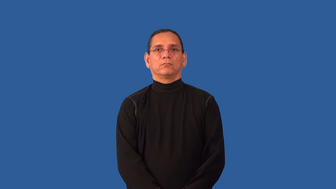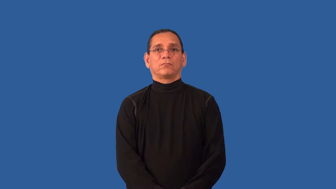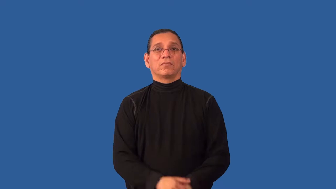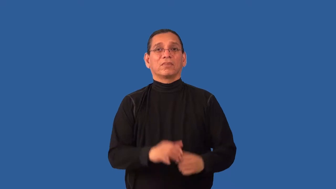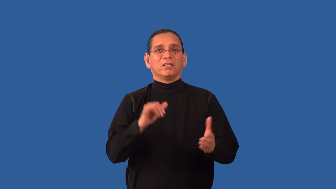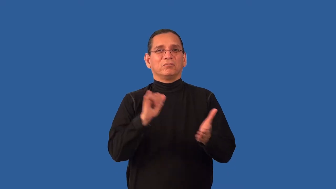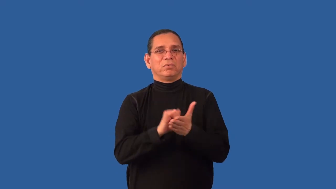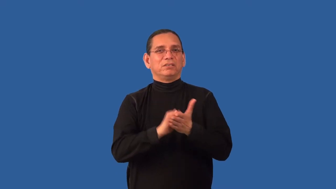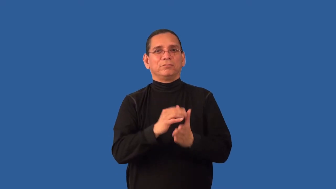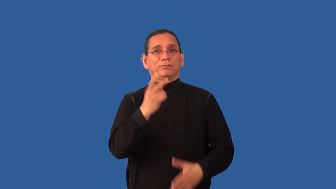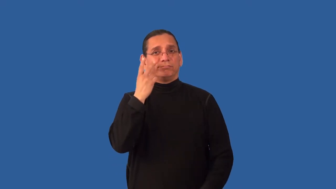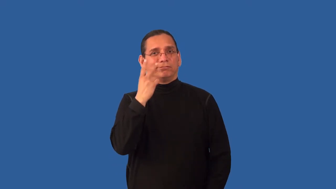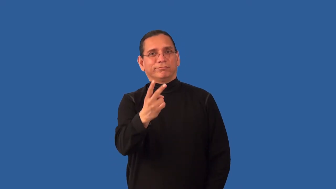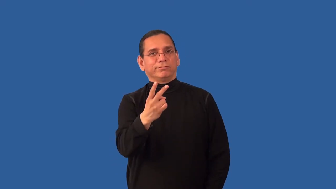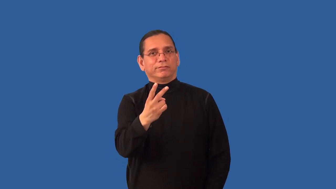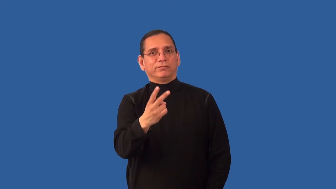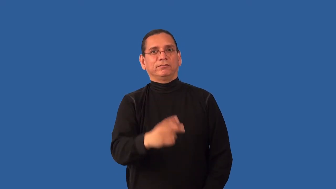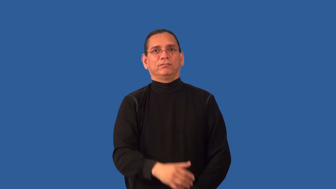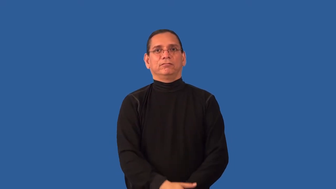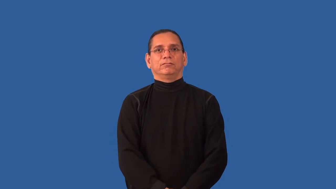imperceptible